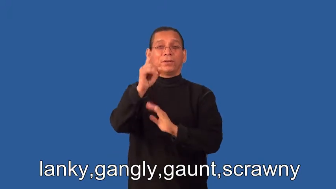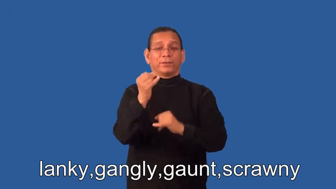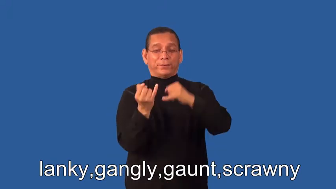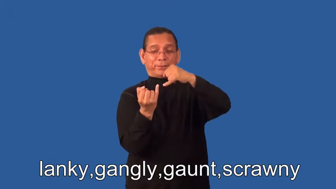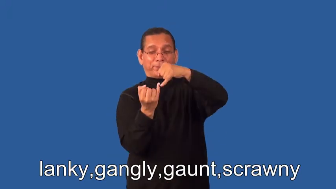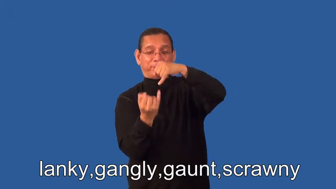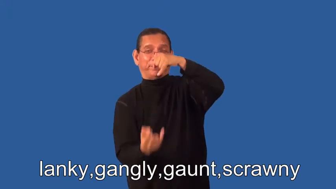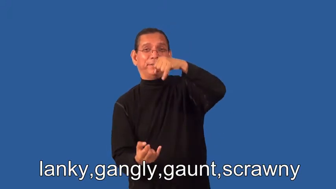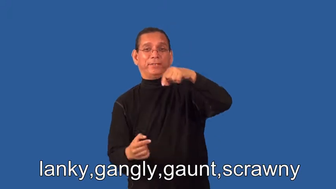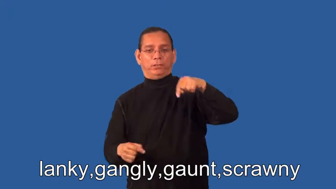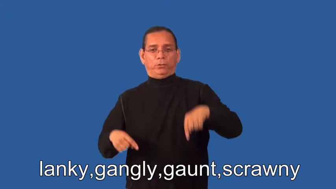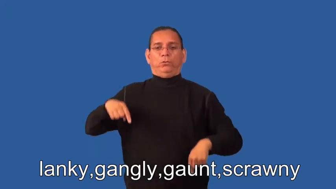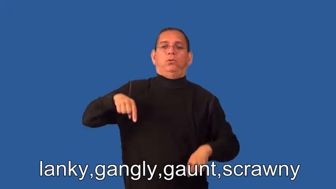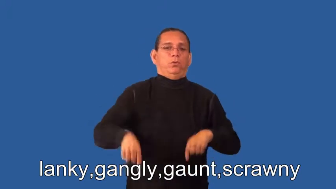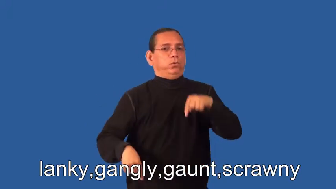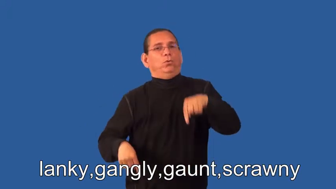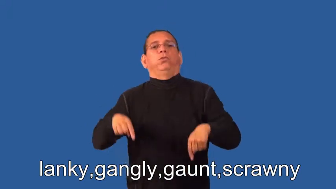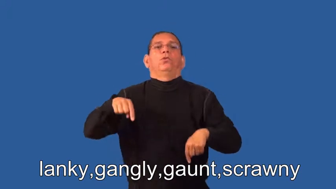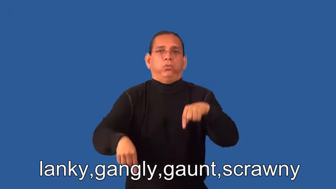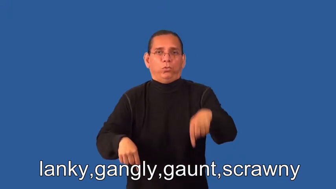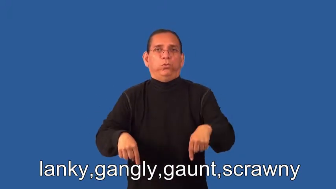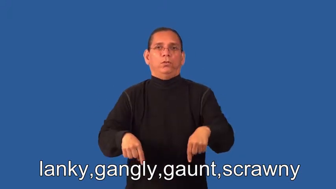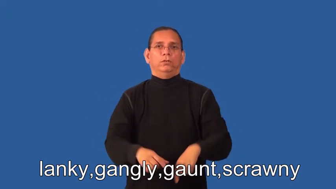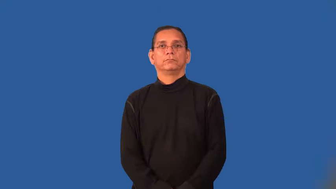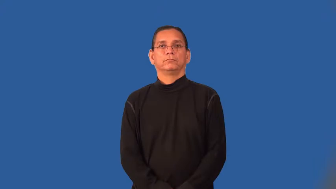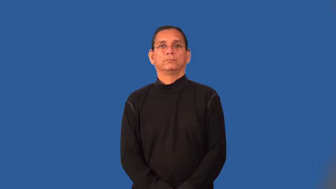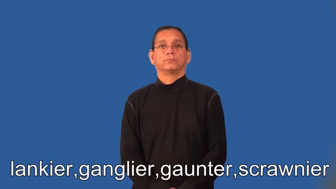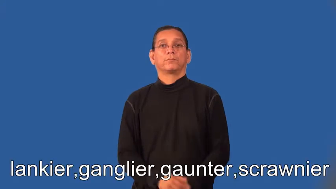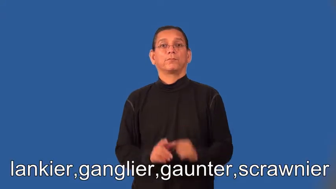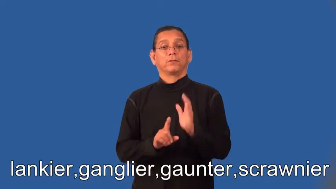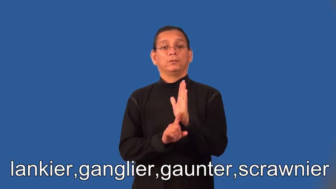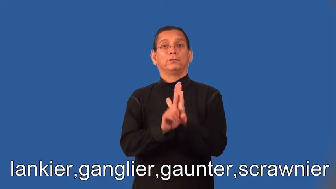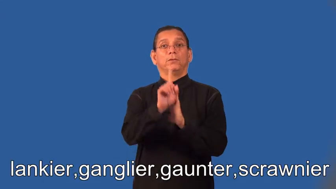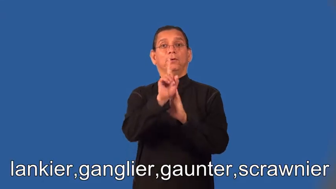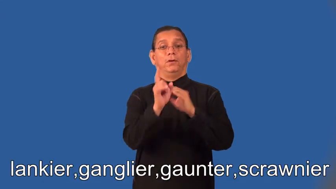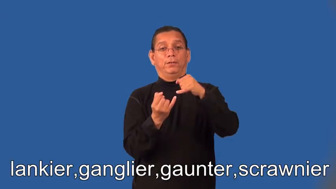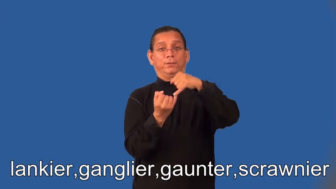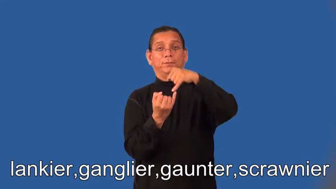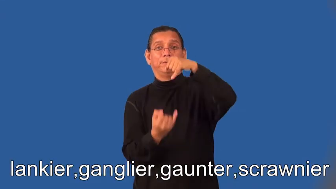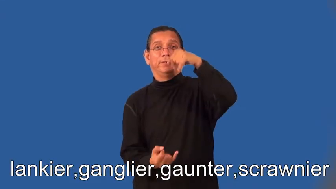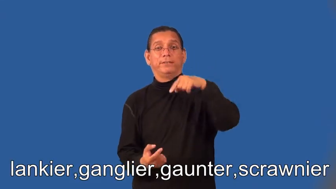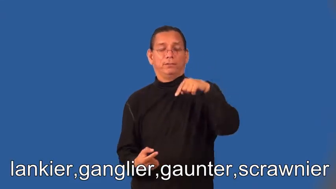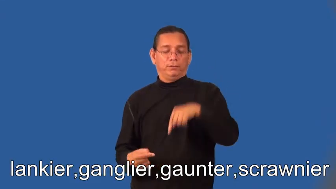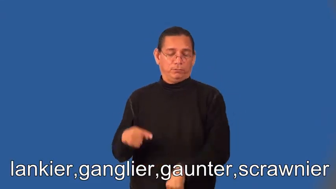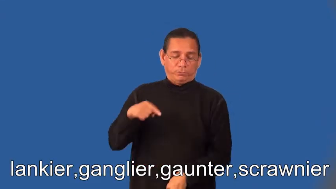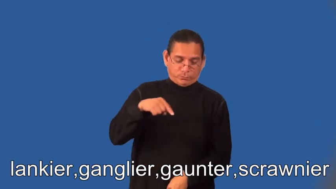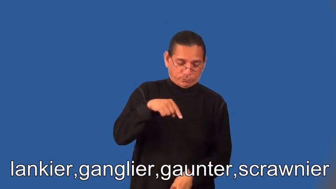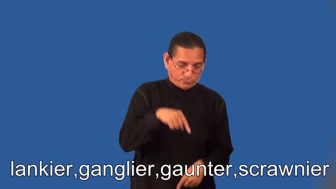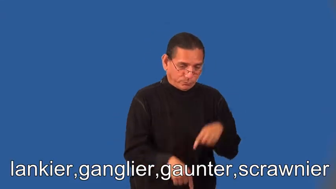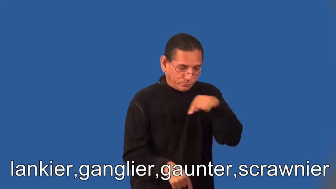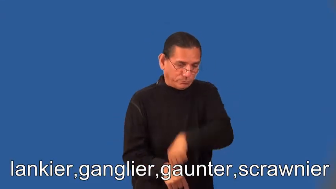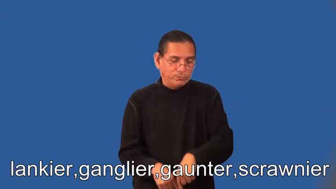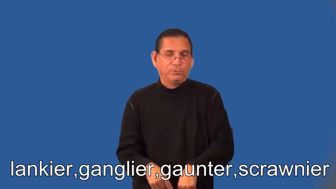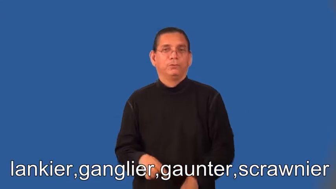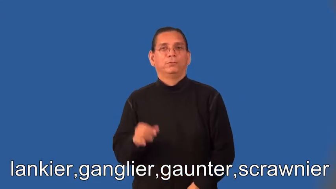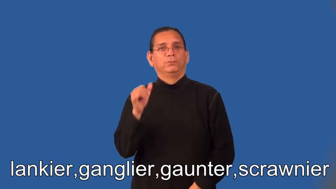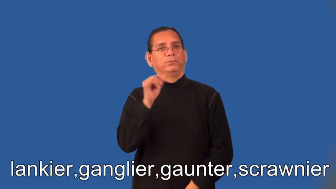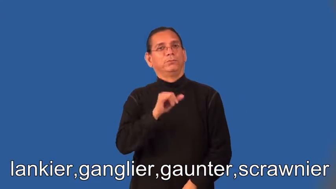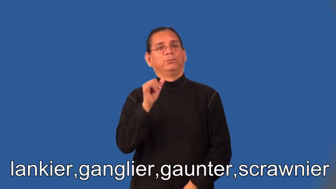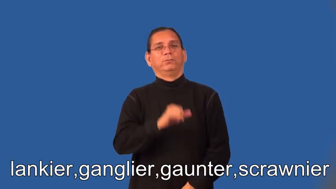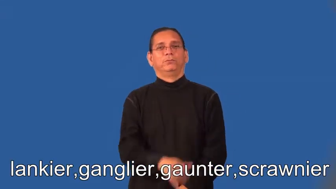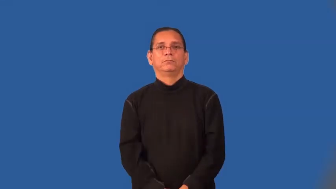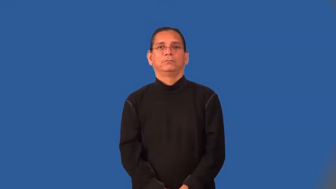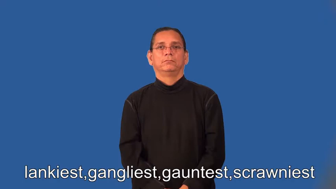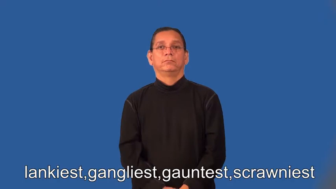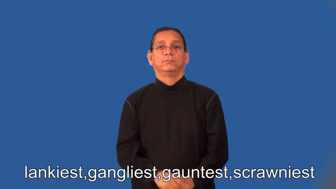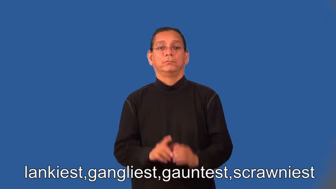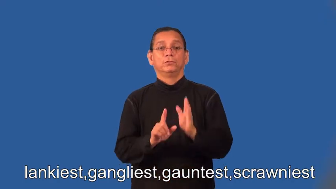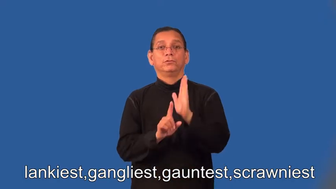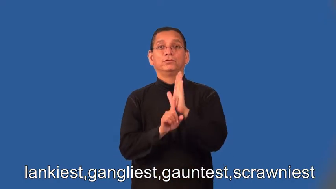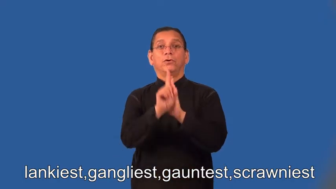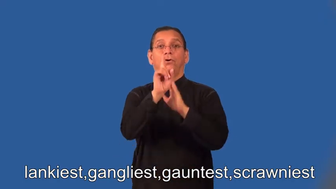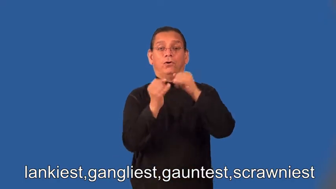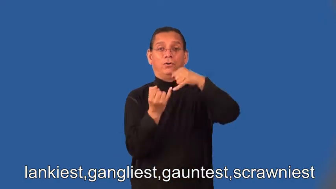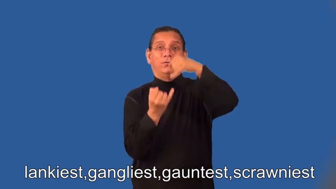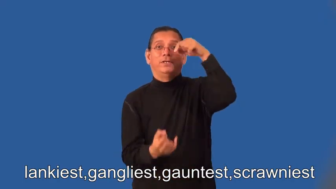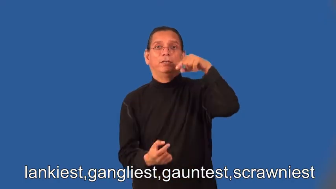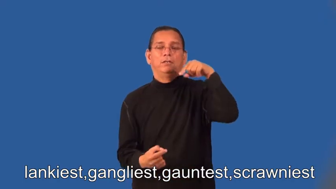lankier,ganglier,gaunter,scrawnier,lankiest,gangliest,gauntest,scrawniest